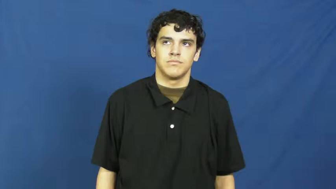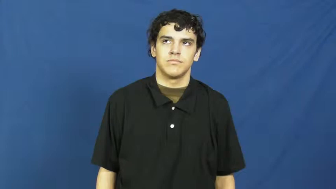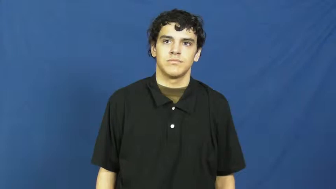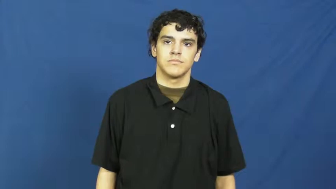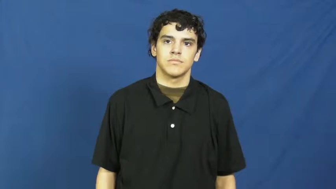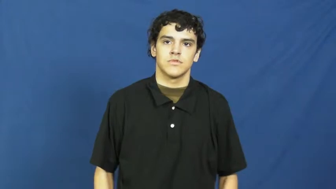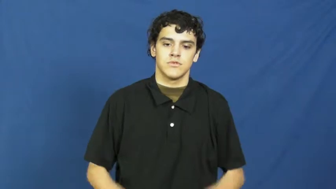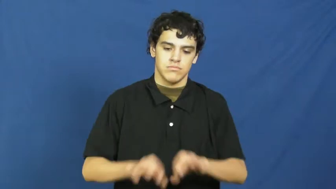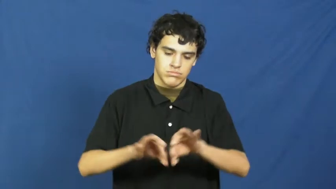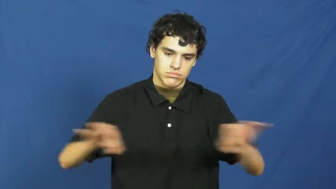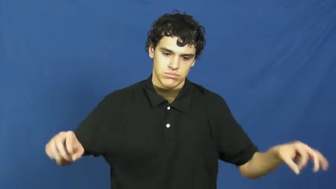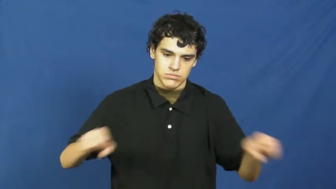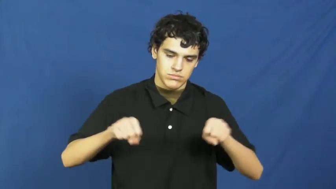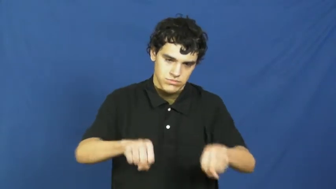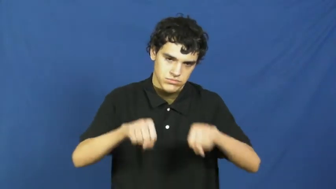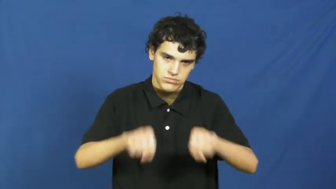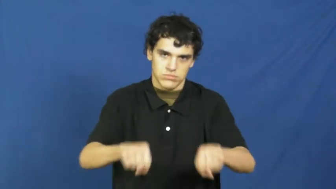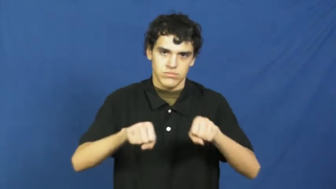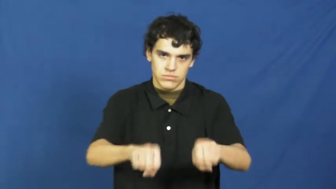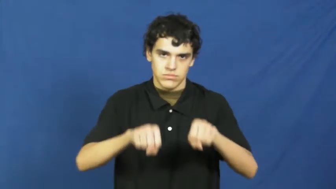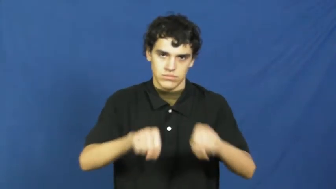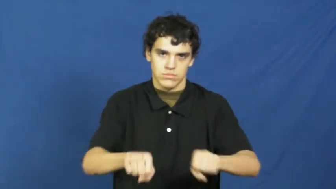rolling pin,roller